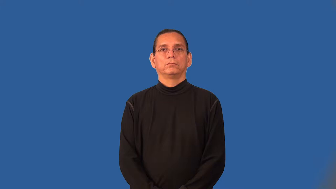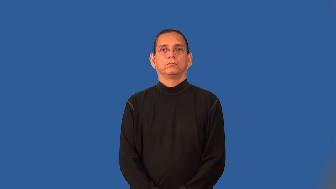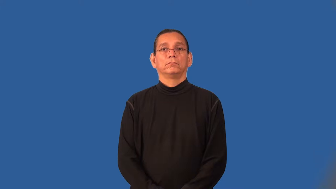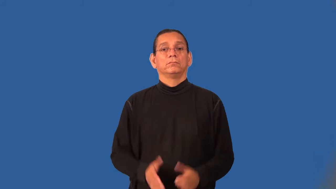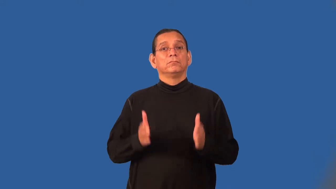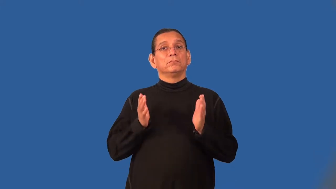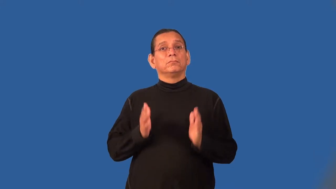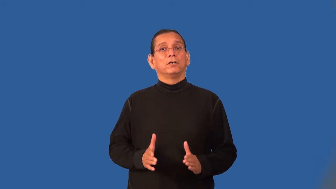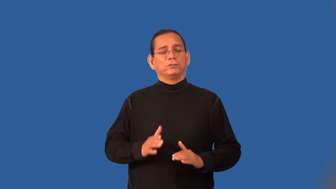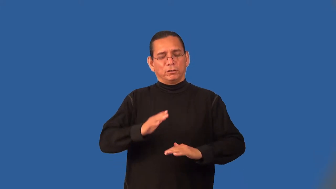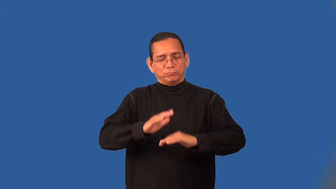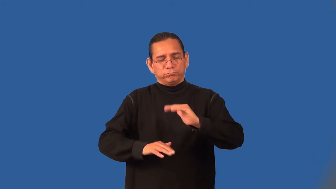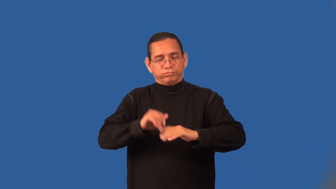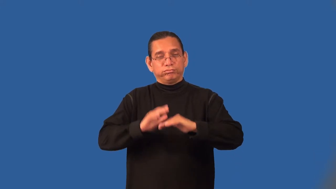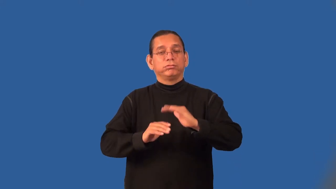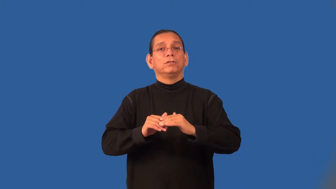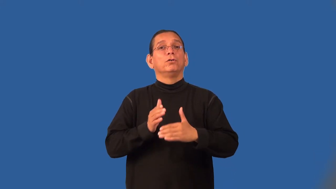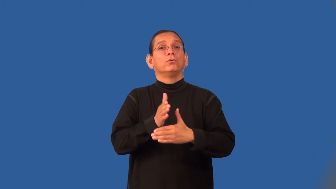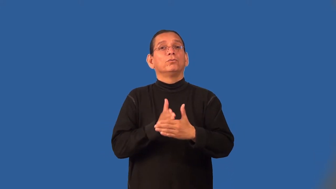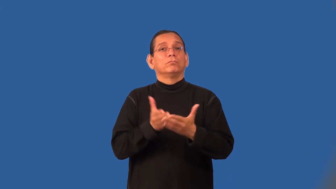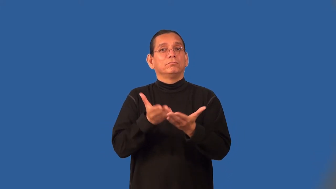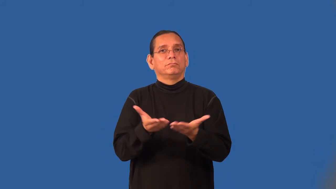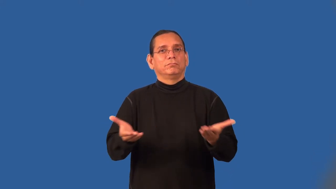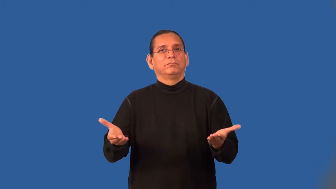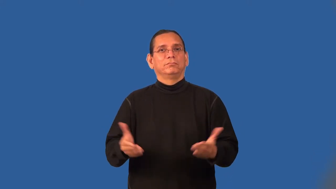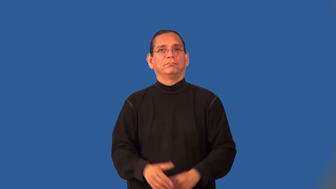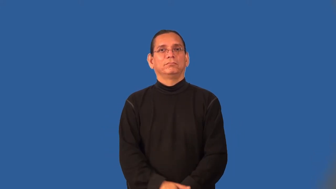cabinetmaker